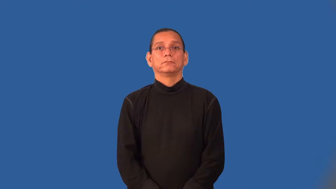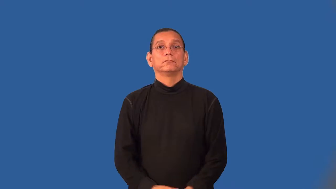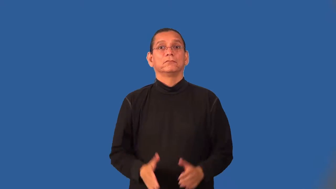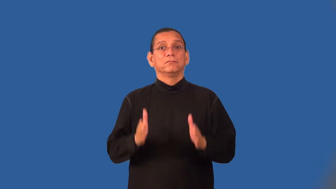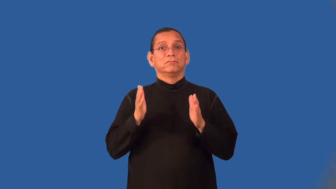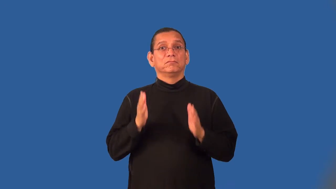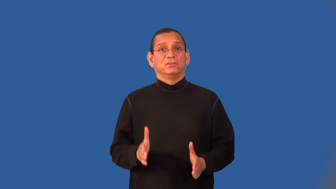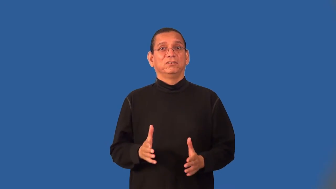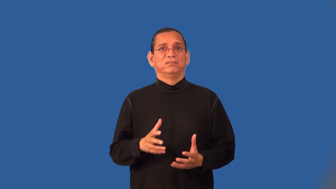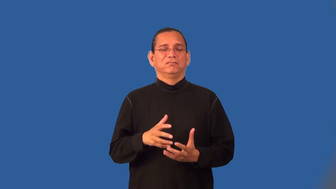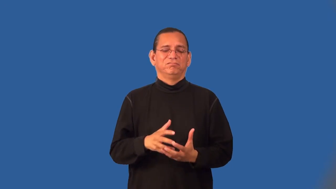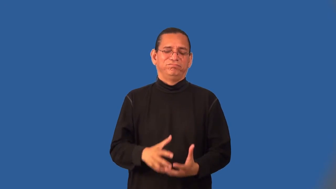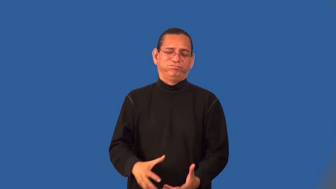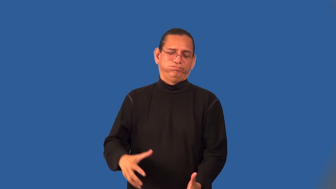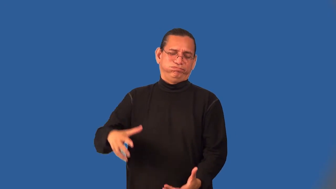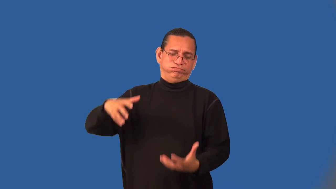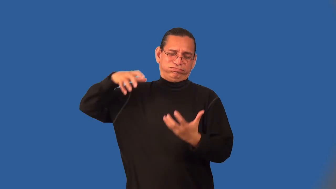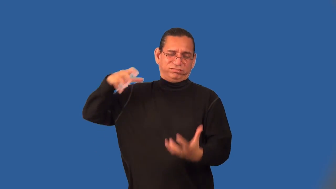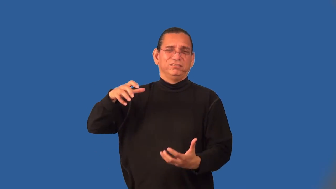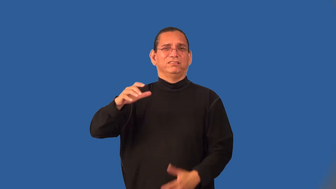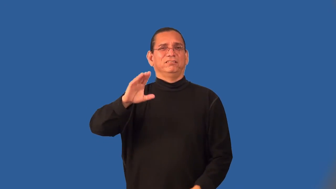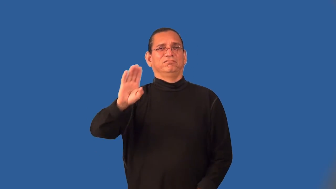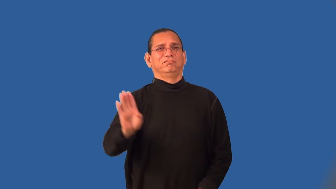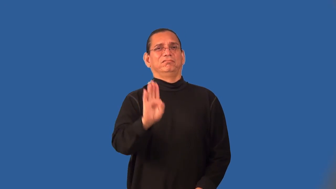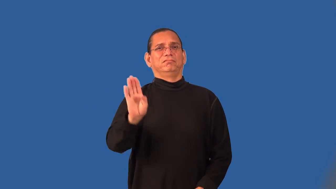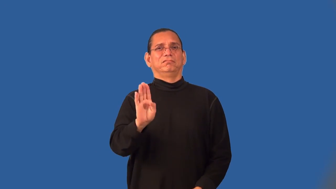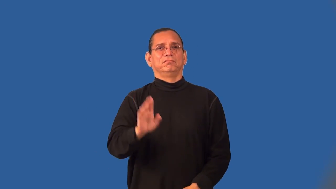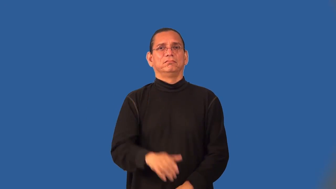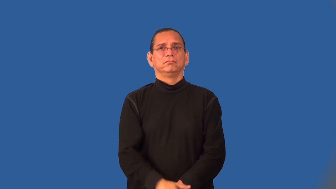billionaire